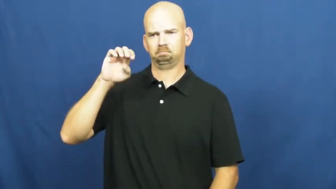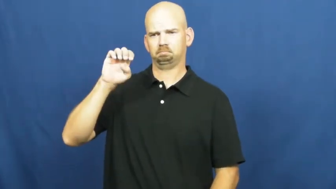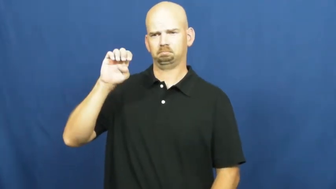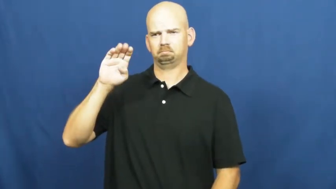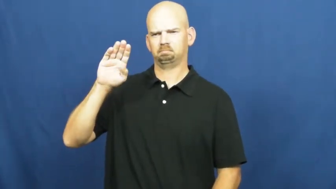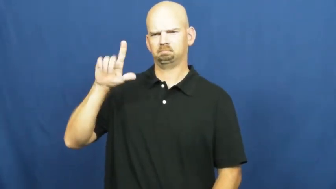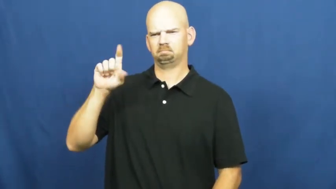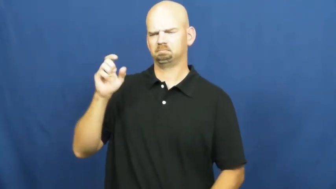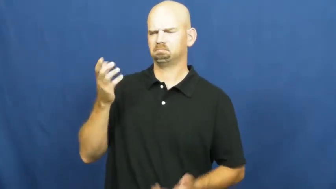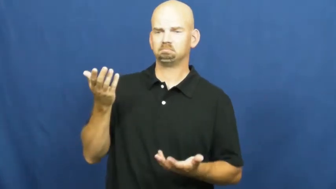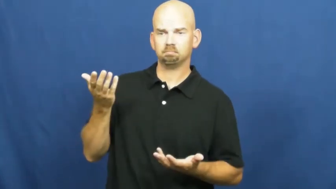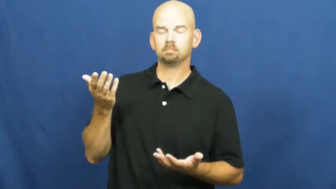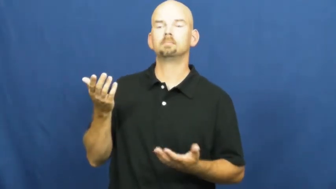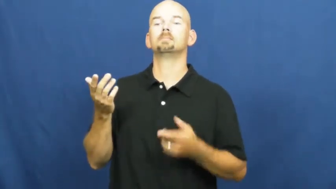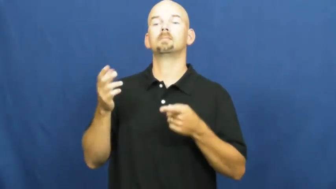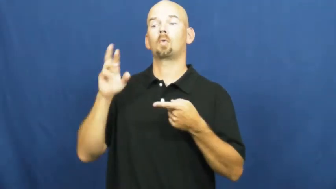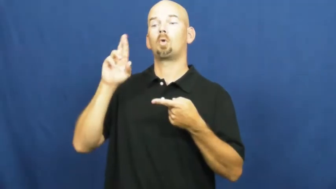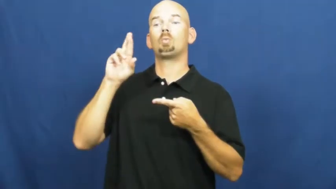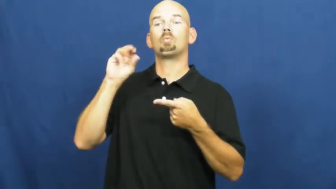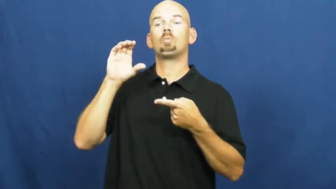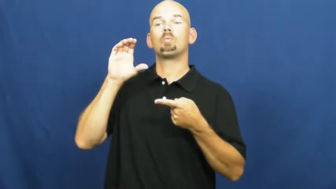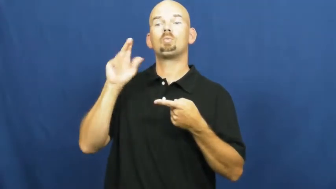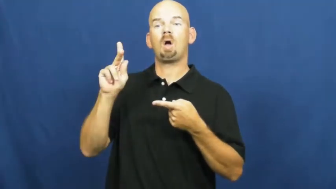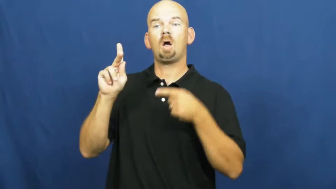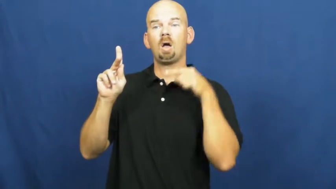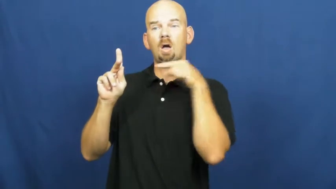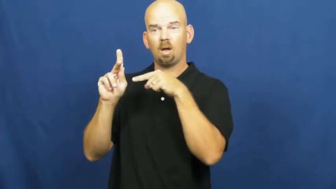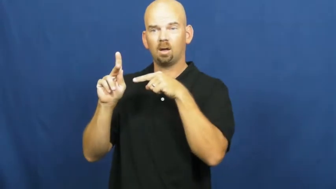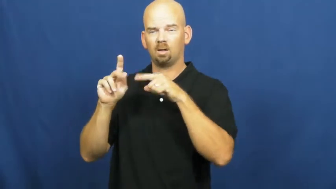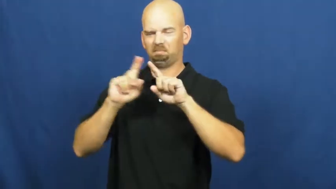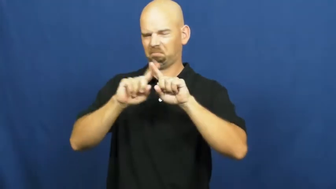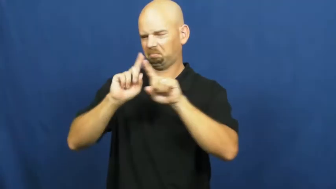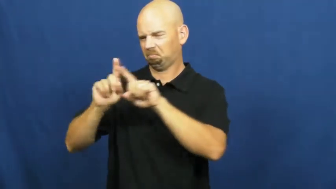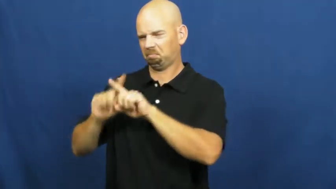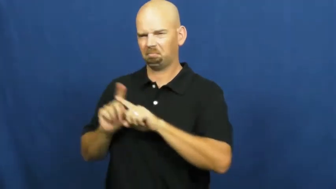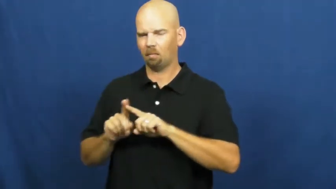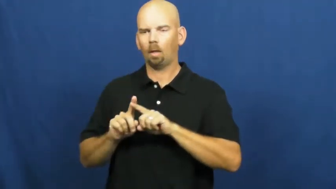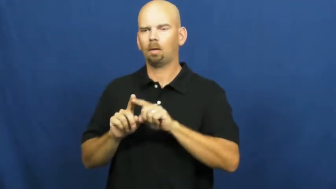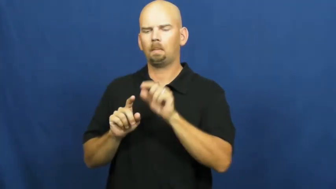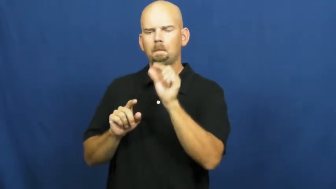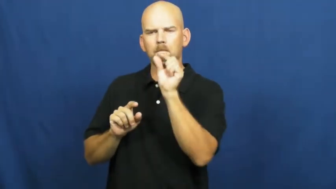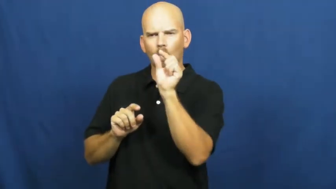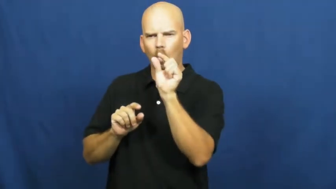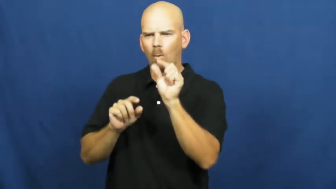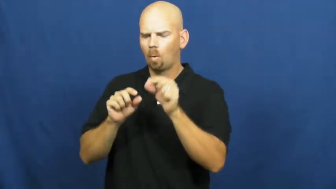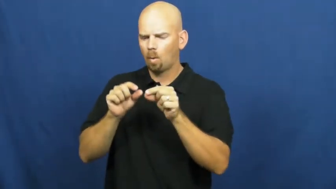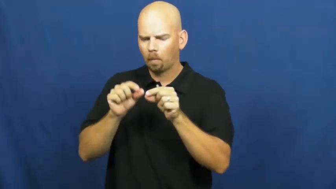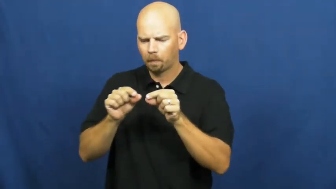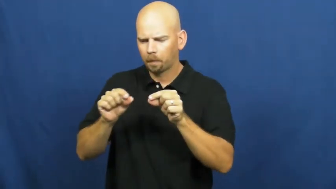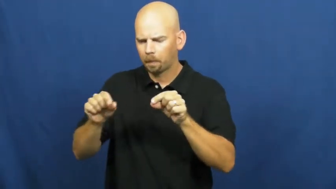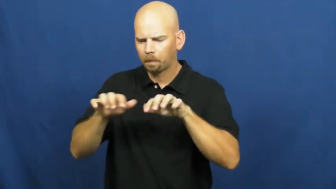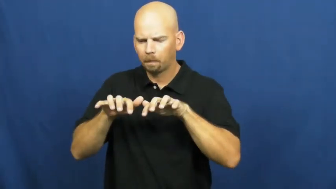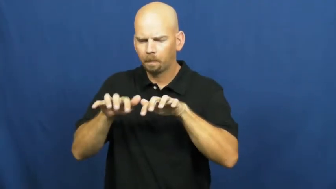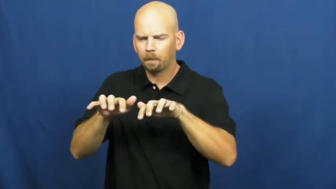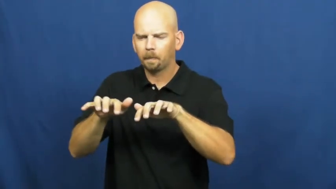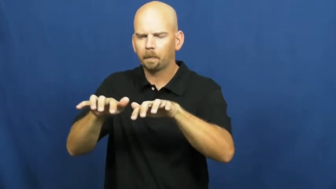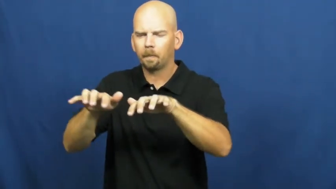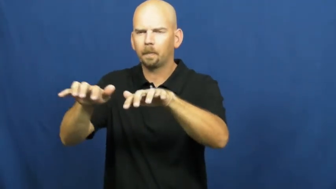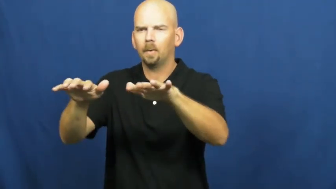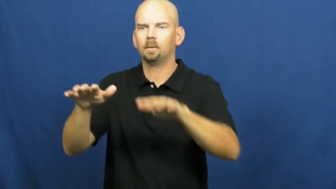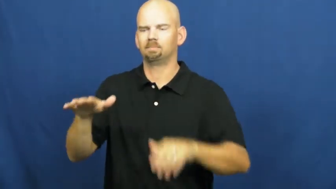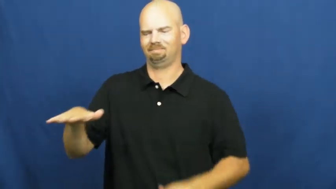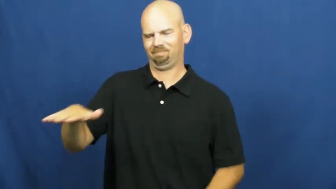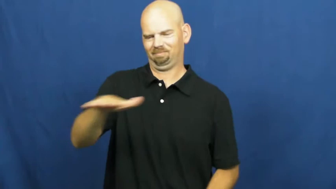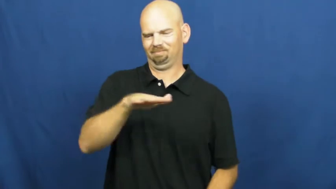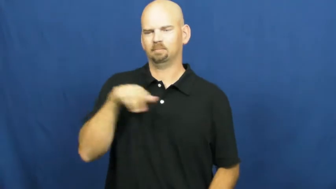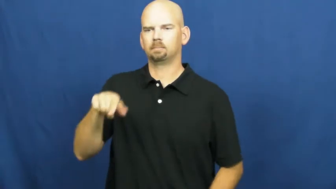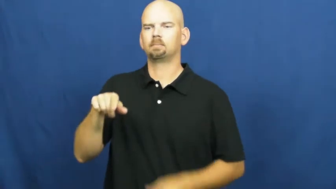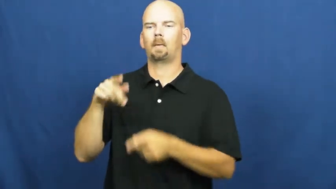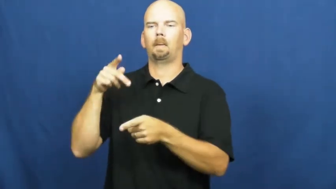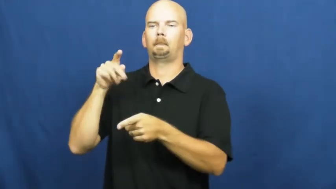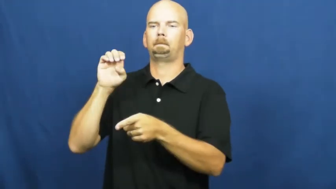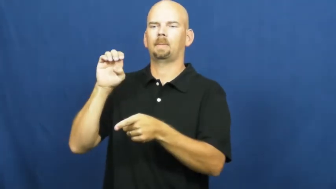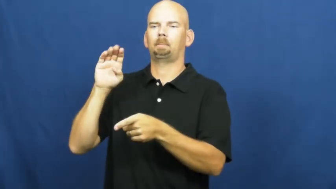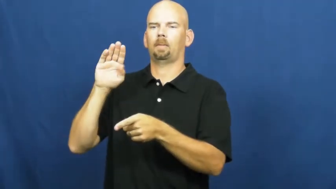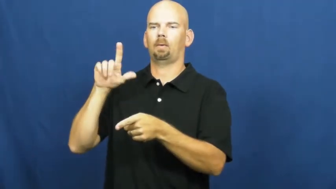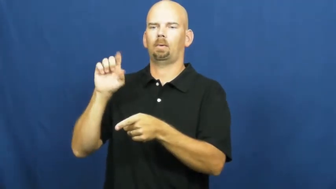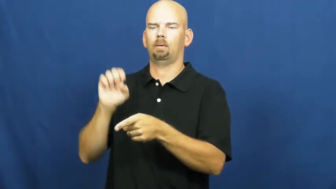pebble